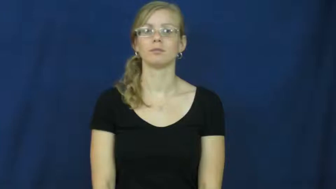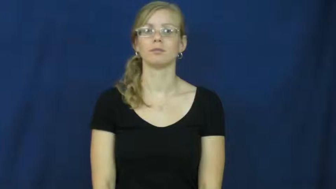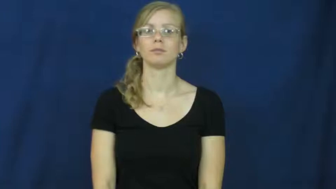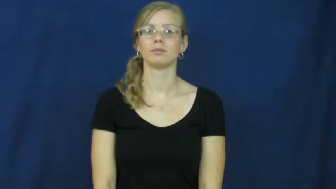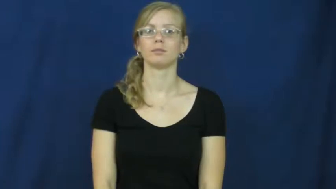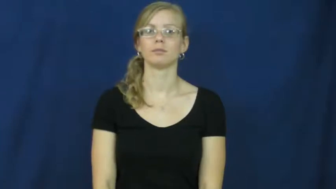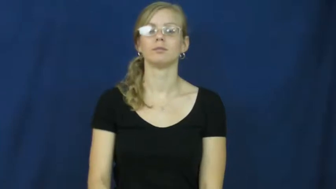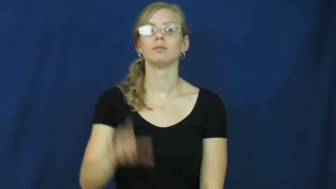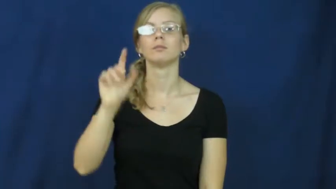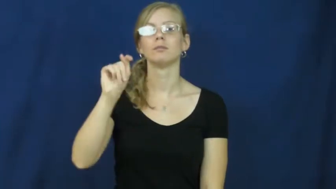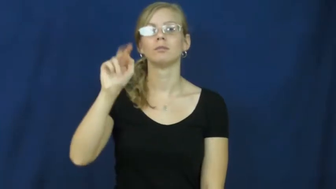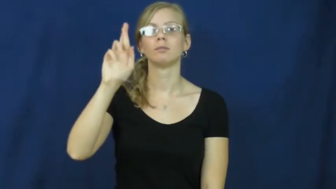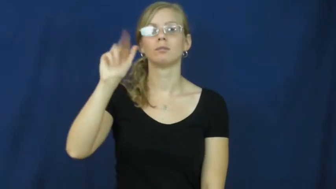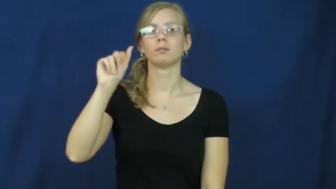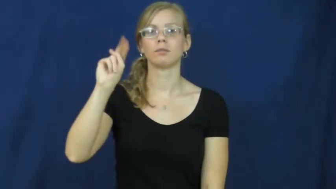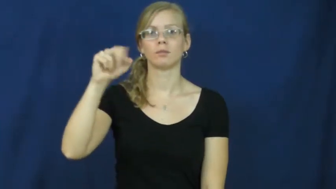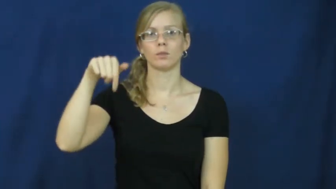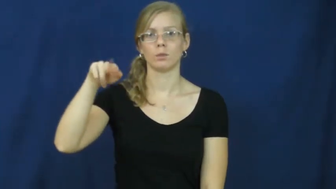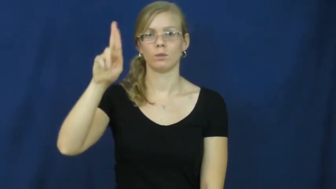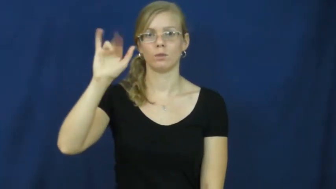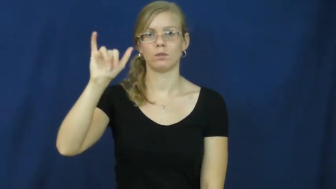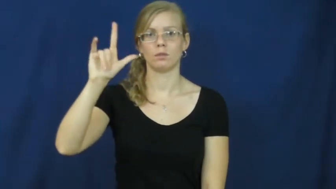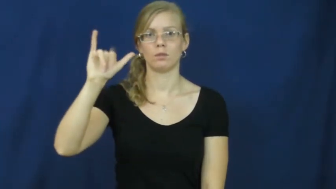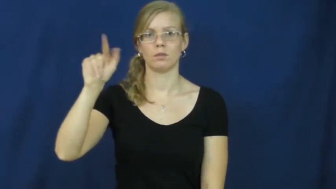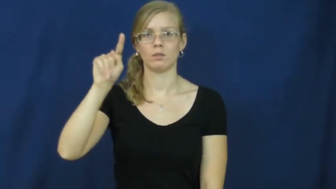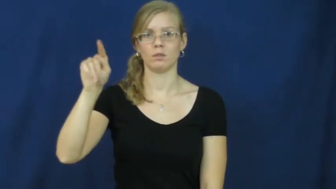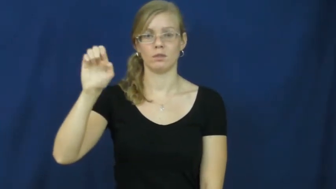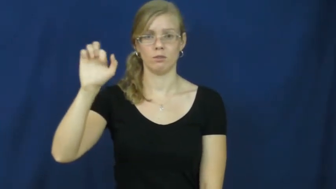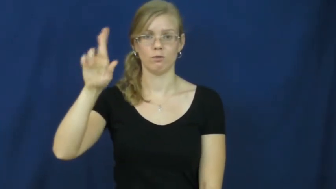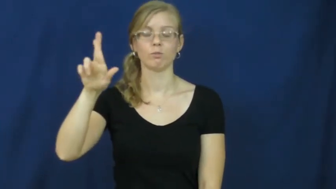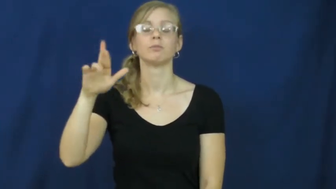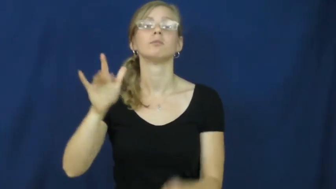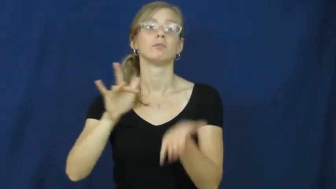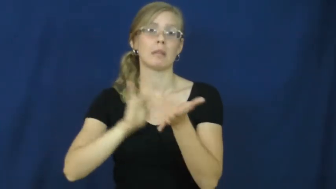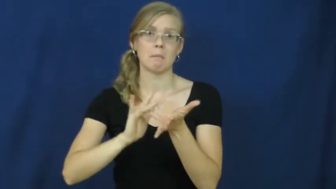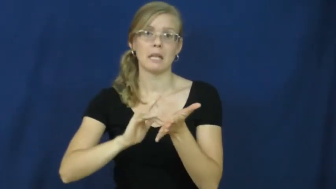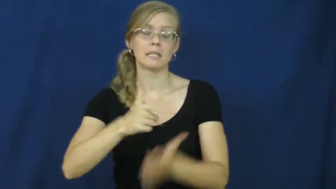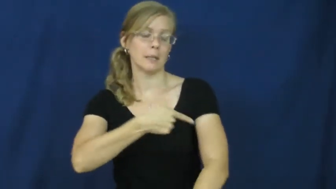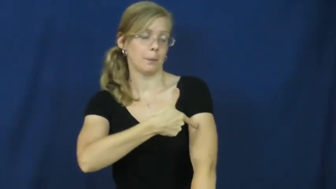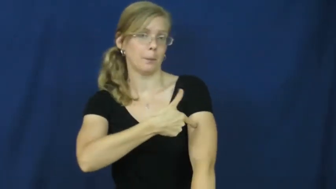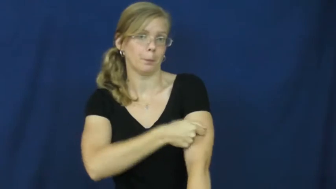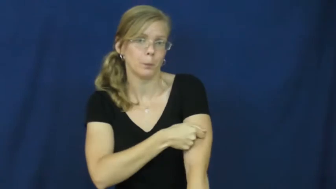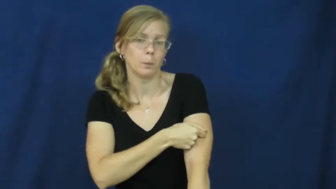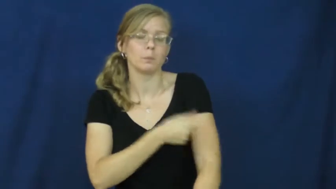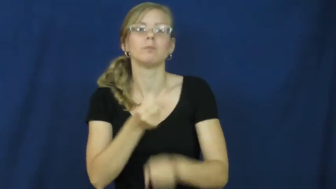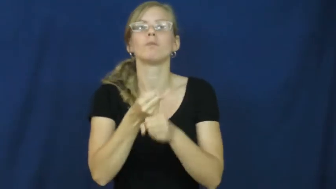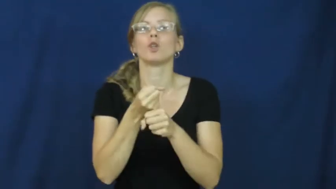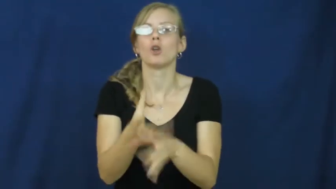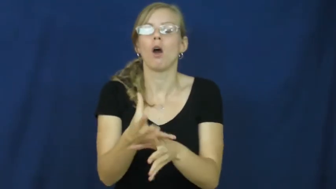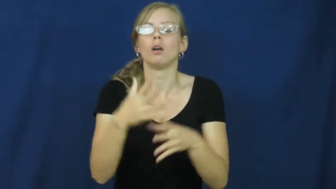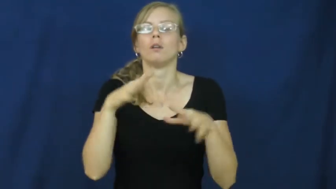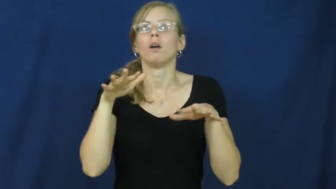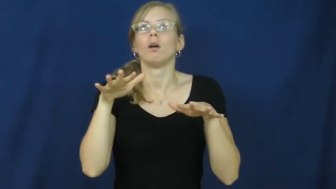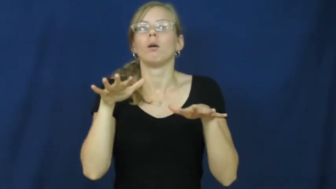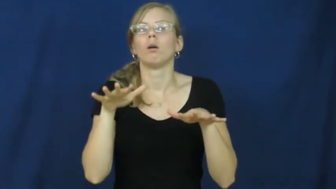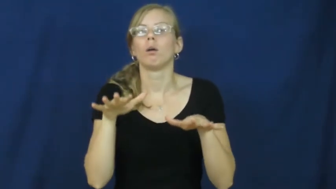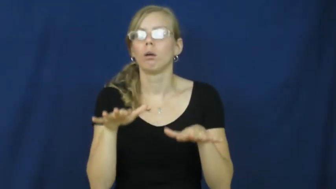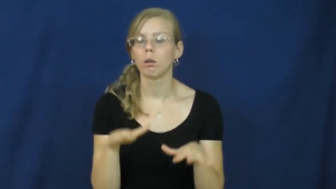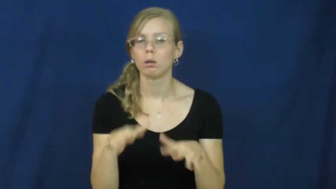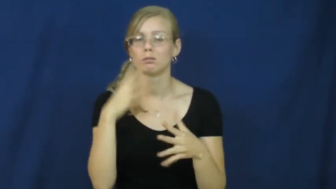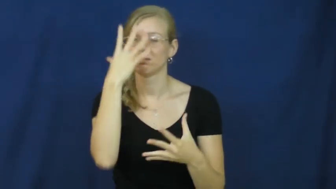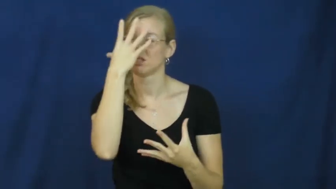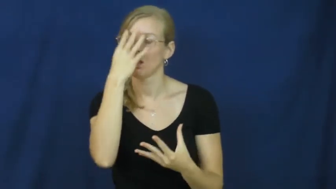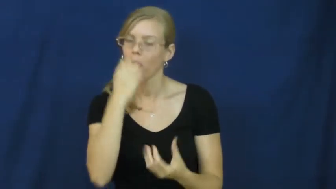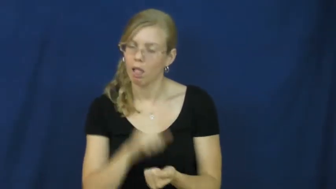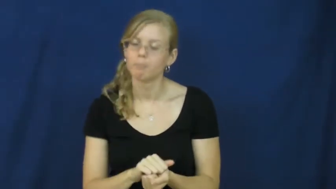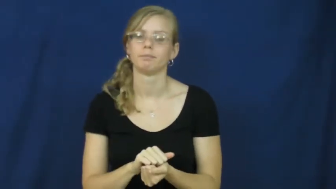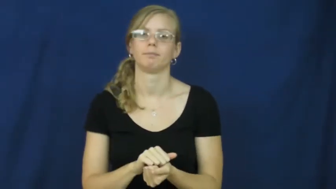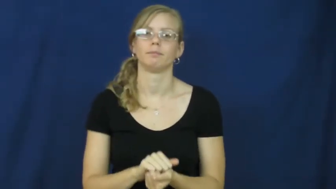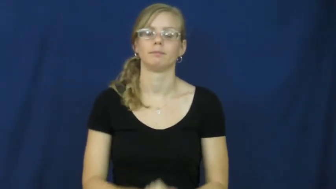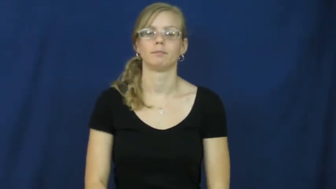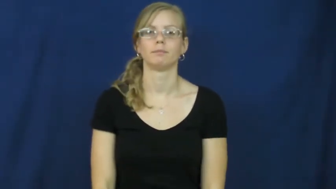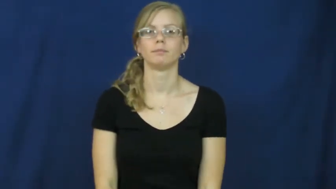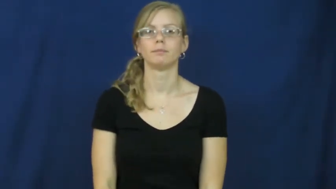tranquilizer